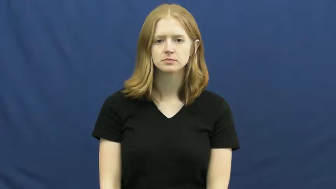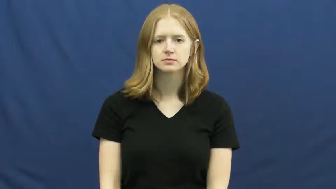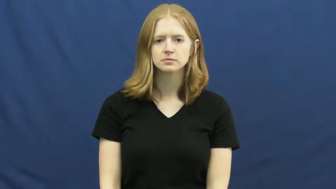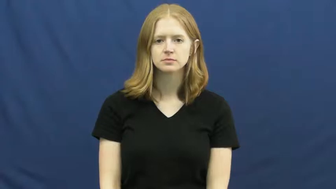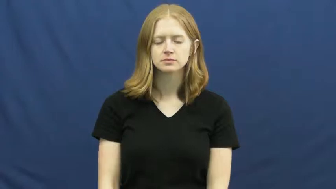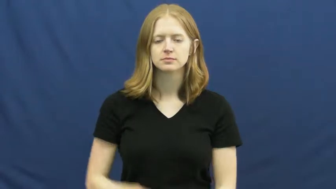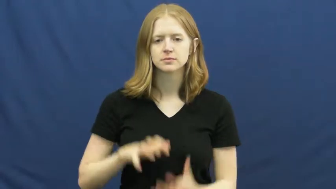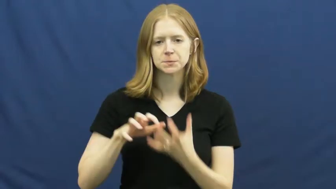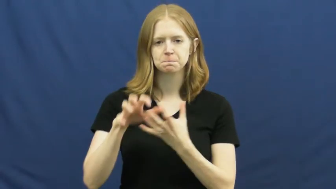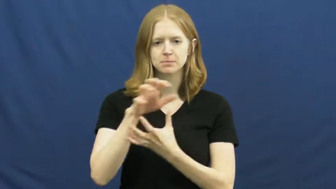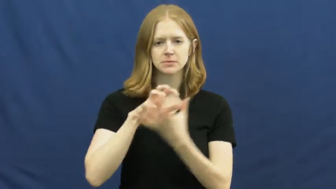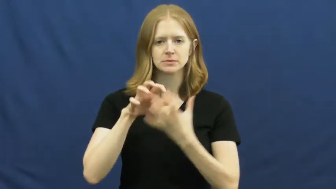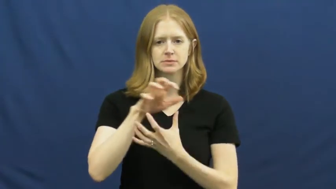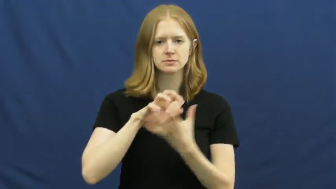mishmash